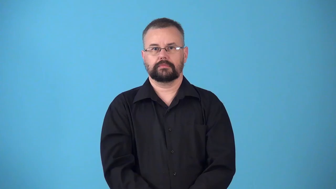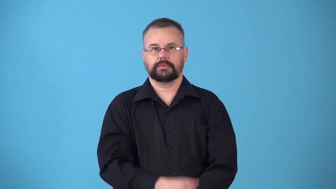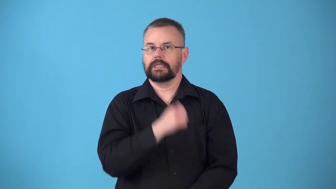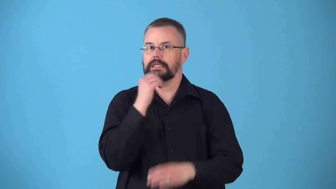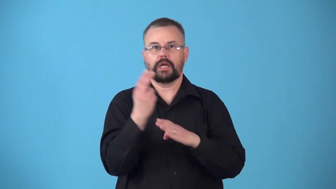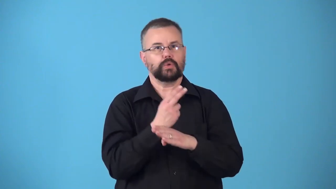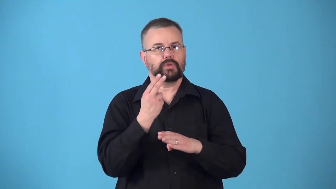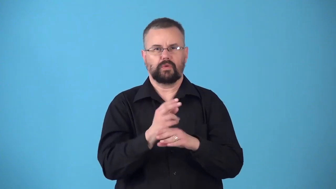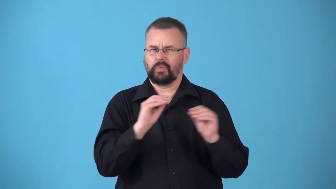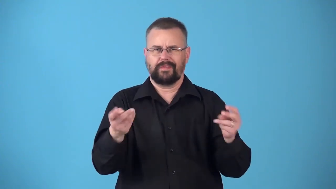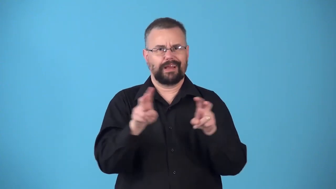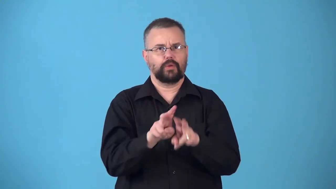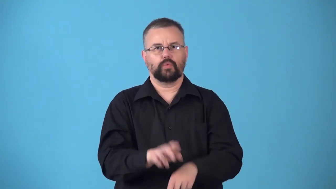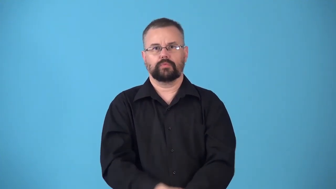nonconstructive